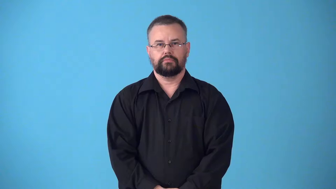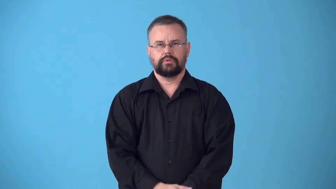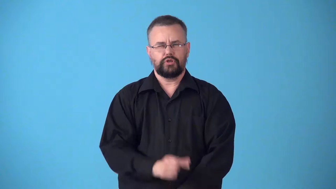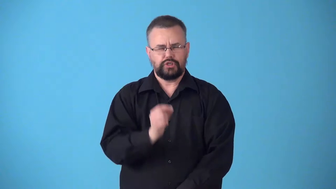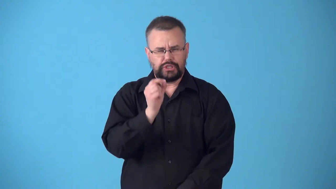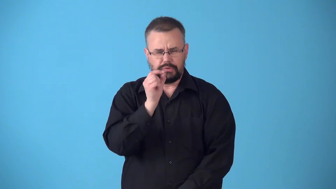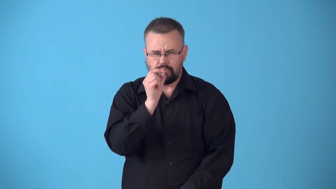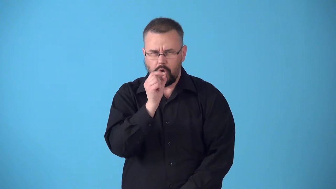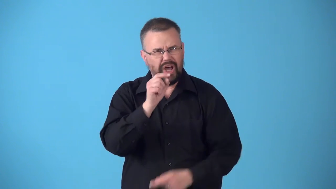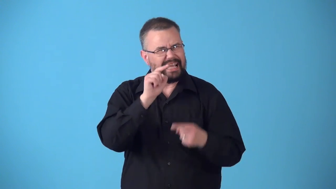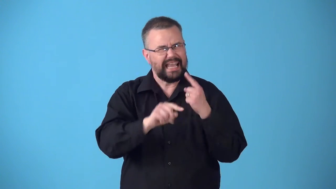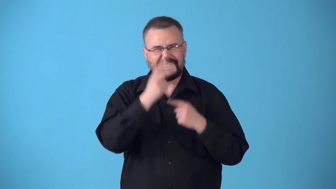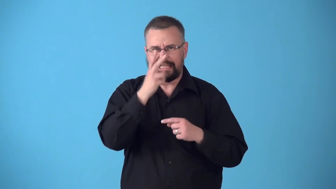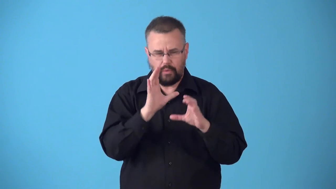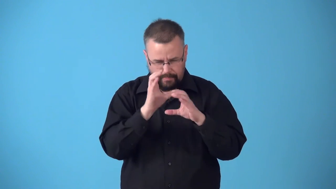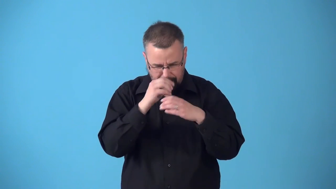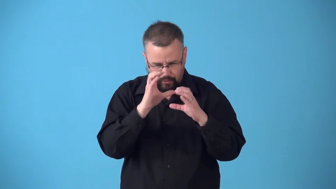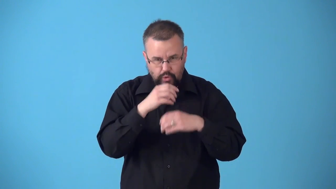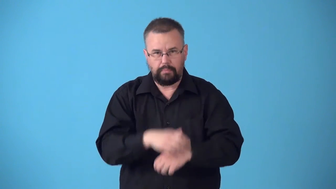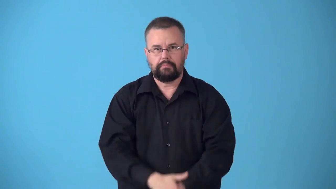submicroscopic